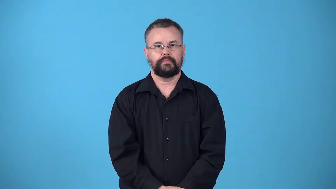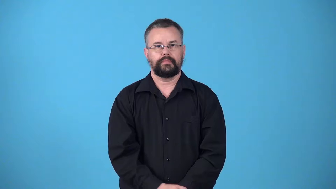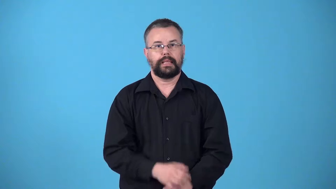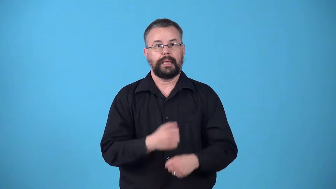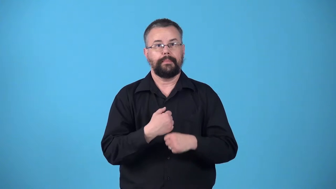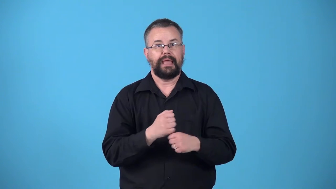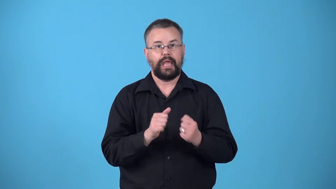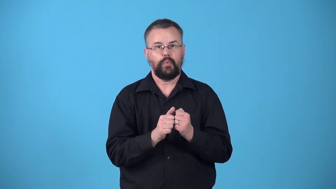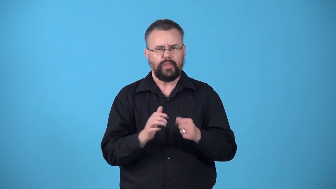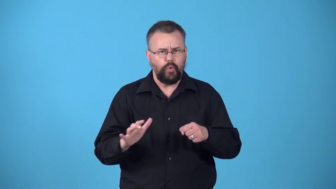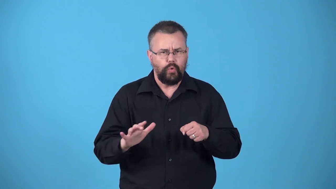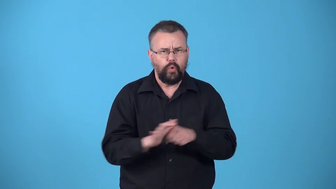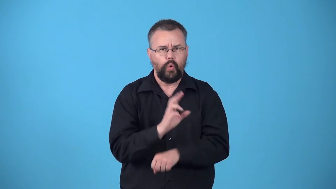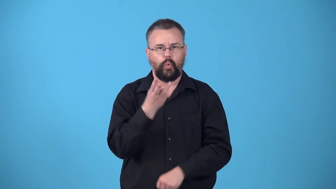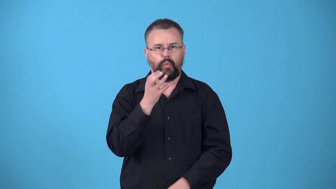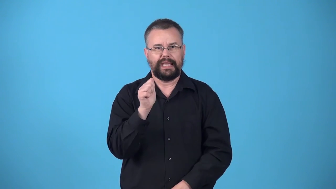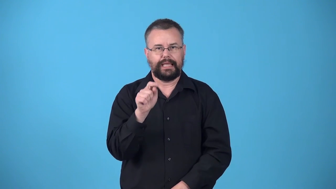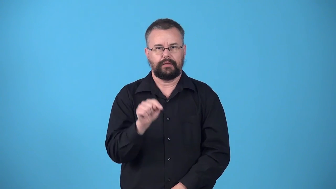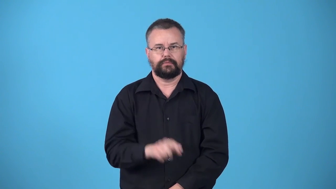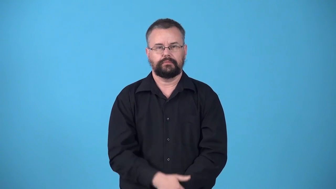wholewheat,wholemeal